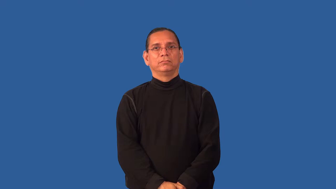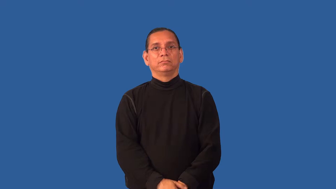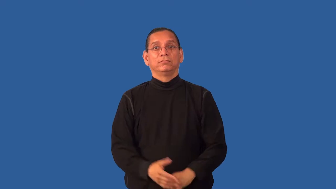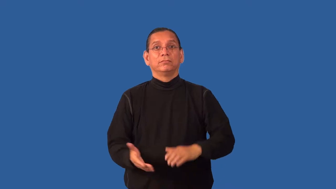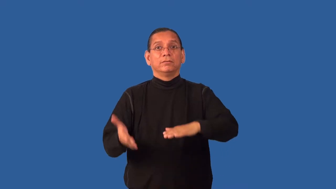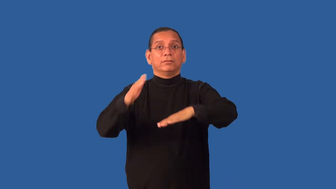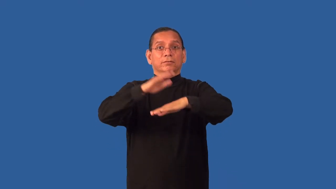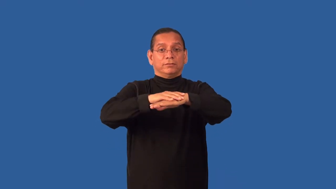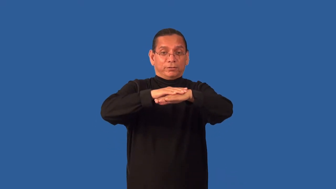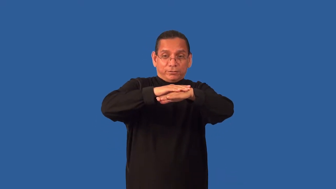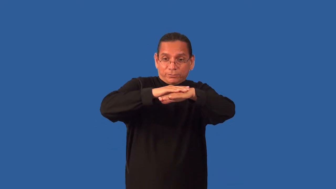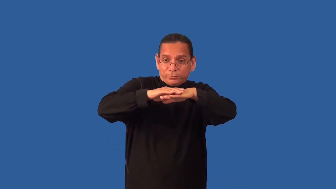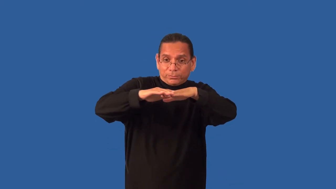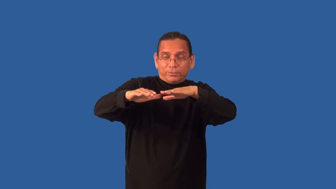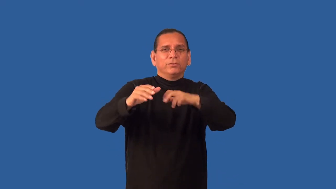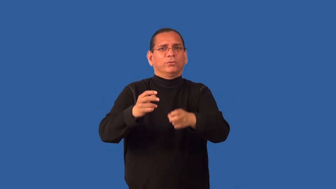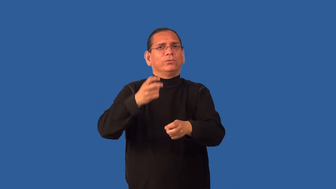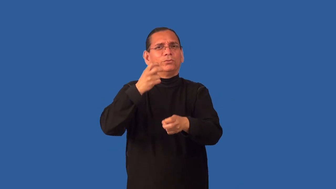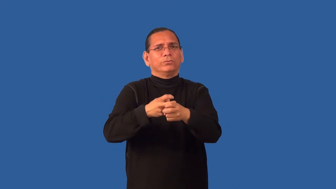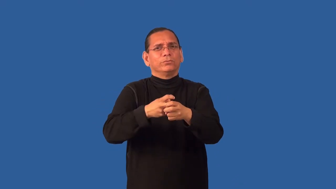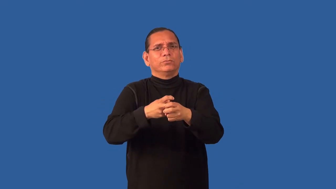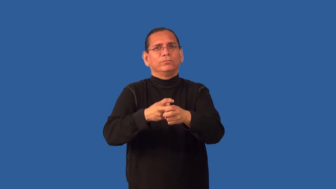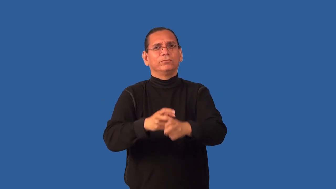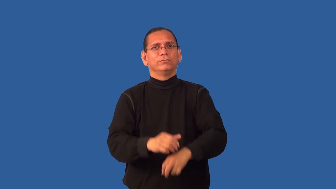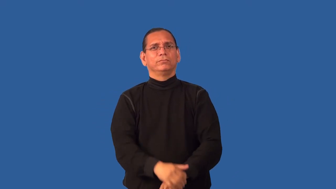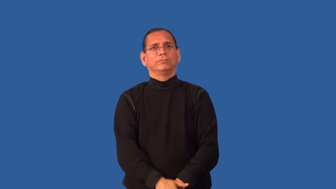encrusted